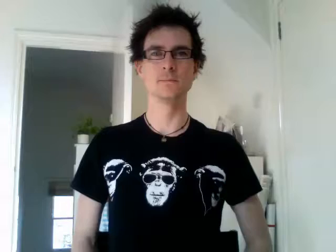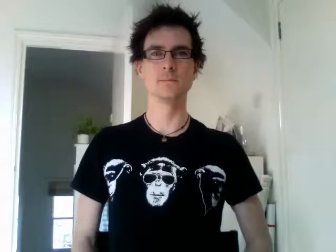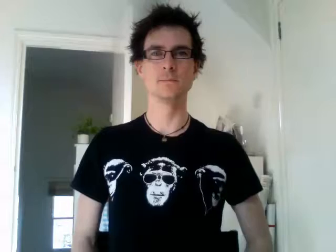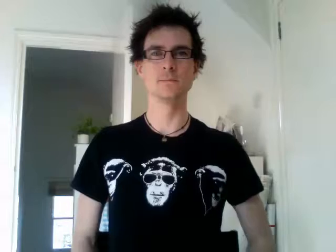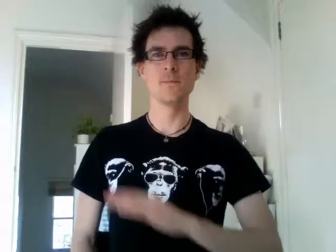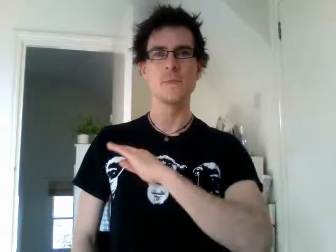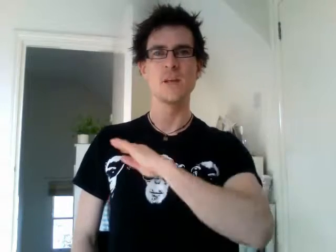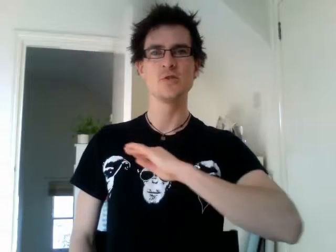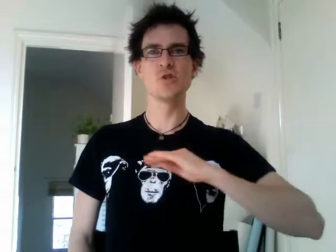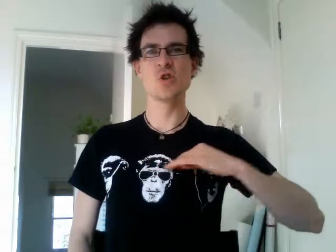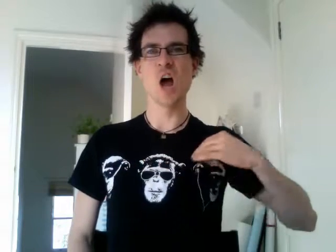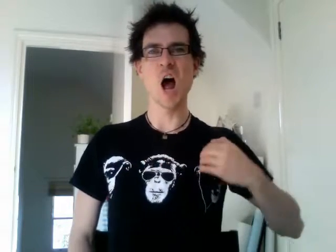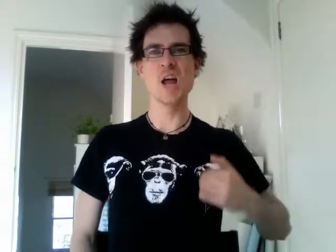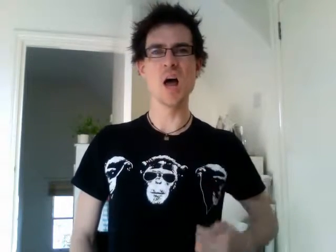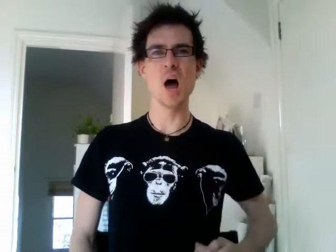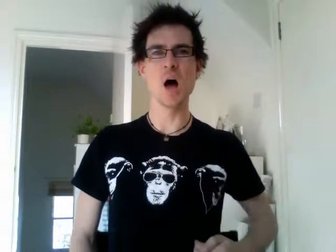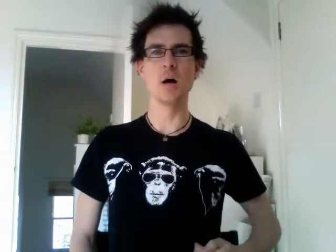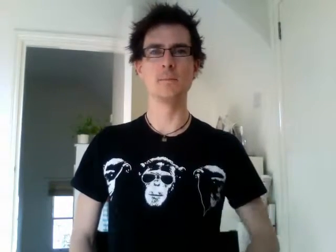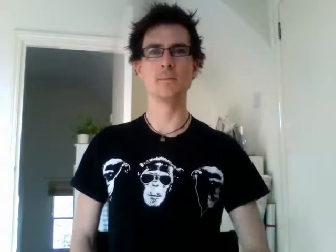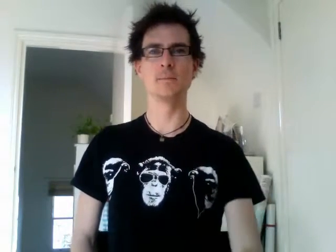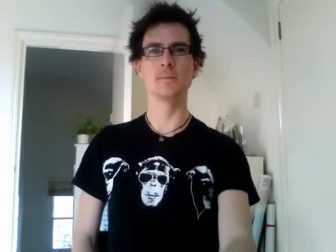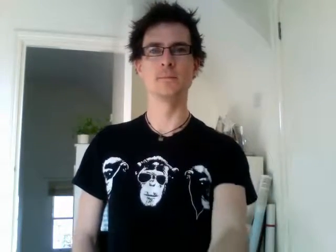china